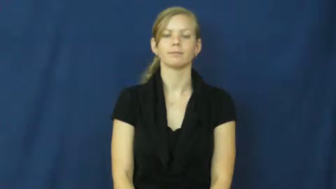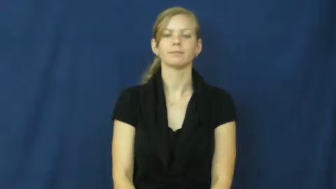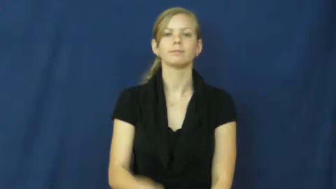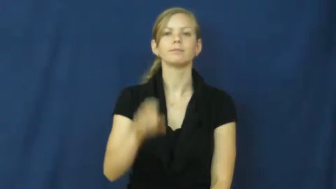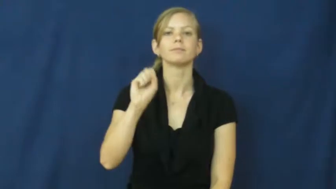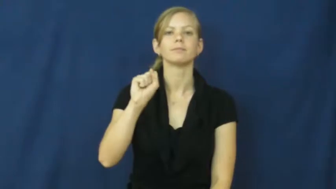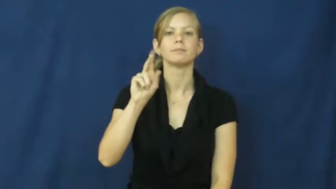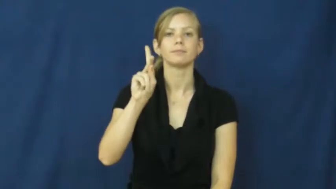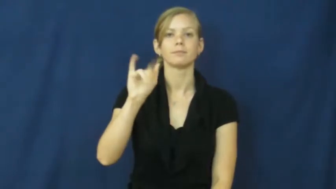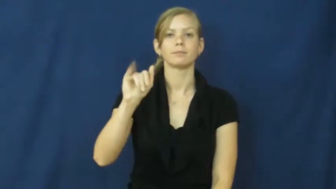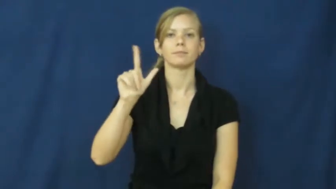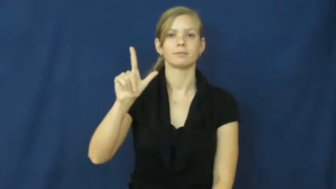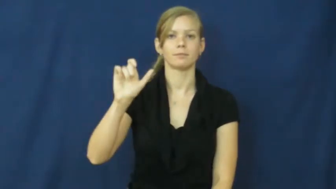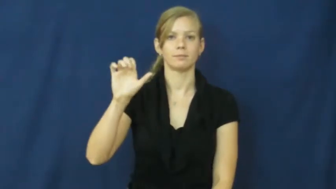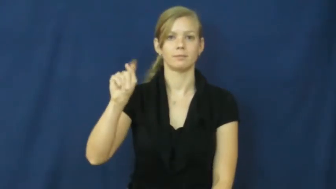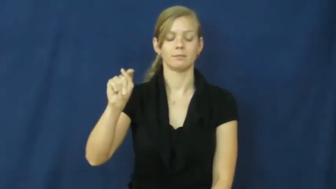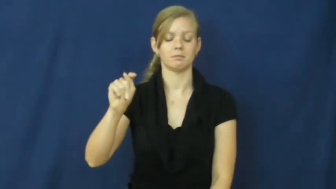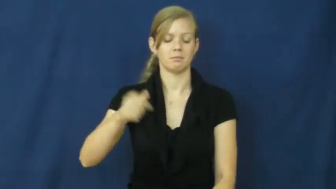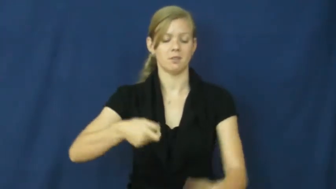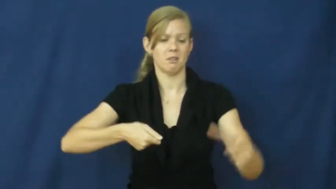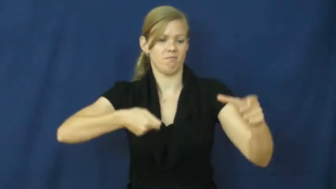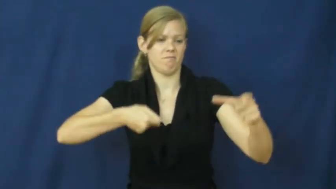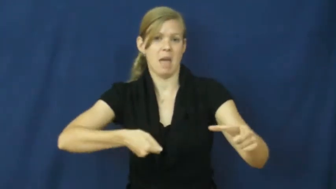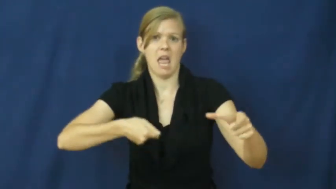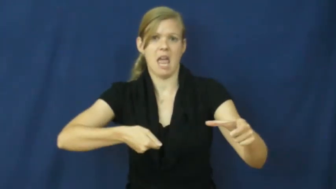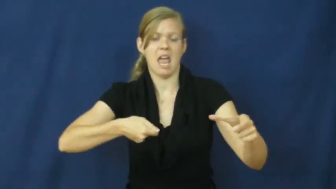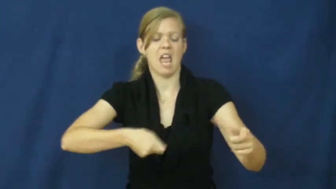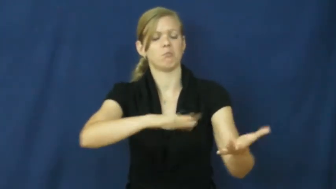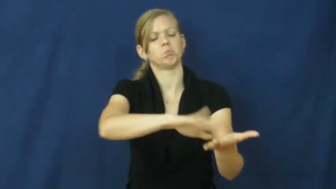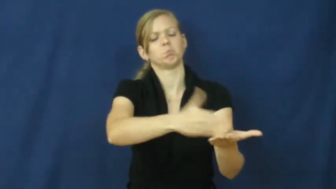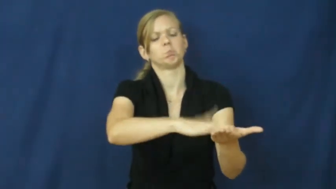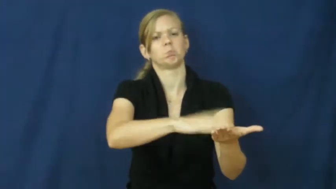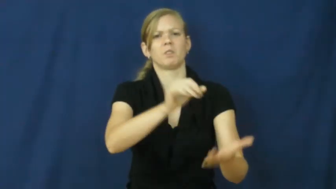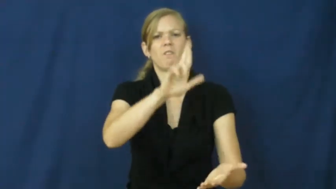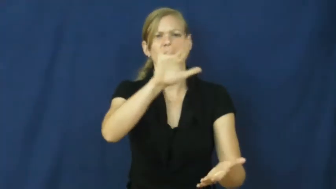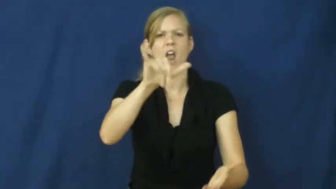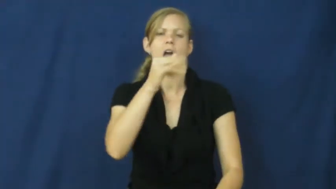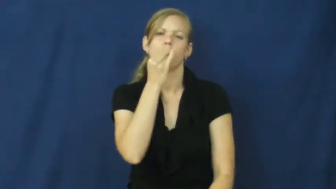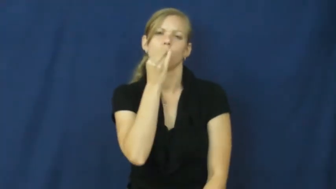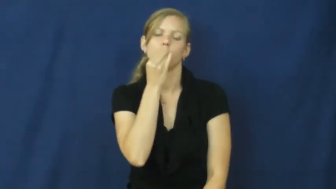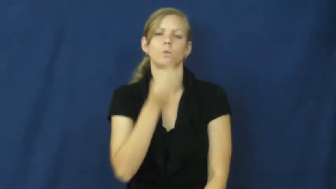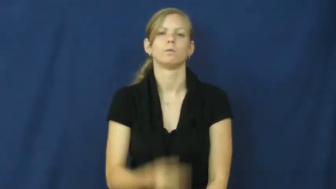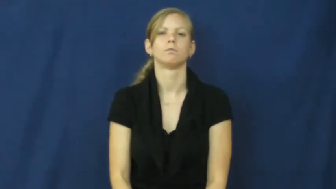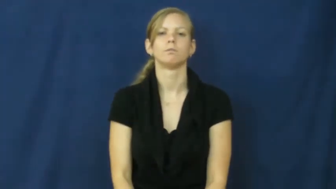skillet